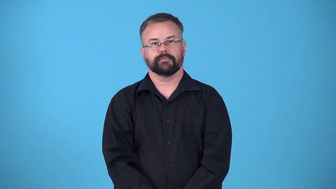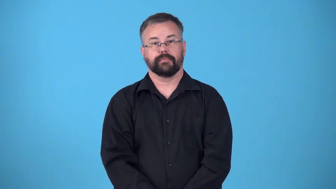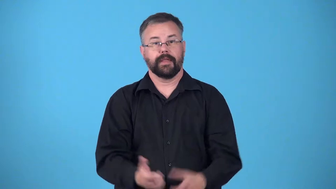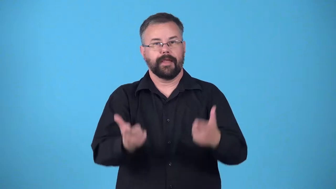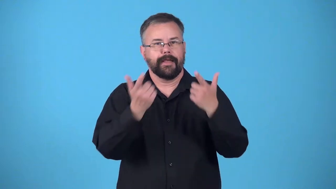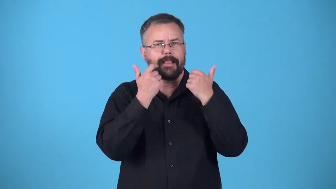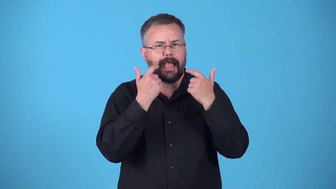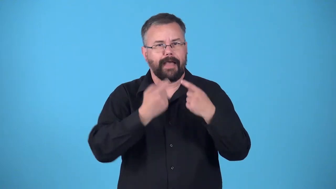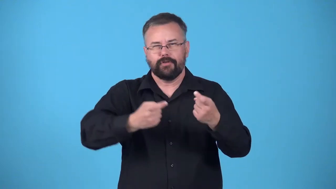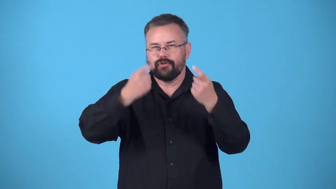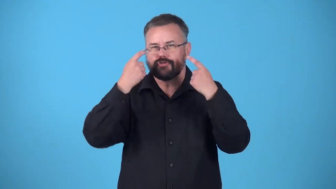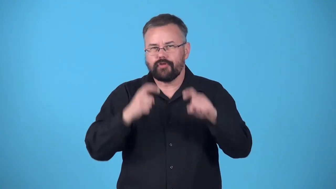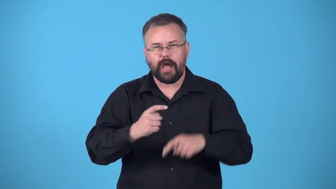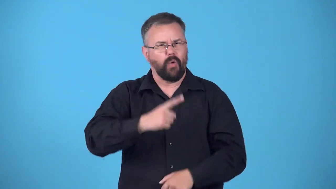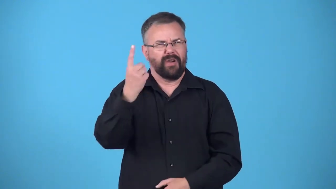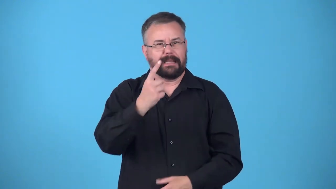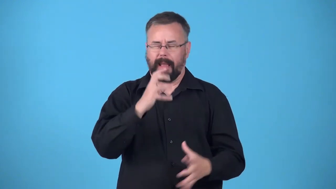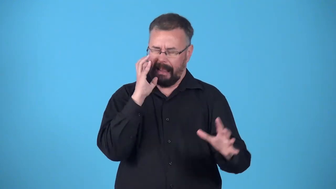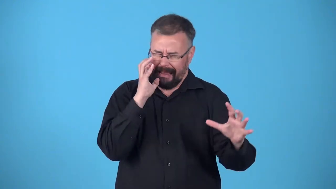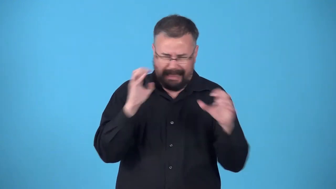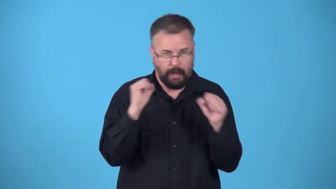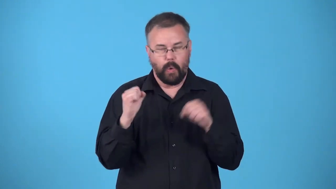burst into,burst out in-laughter